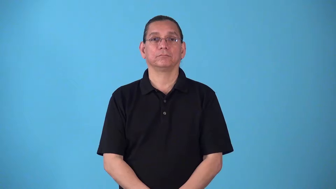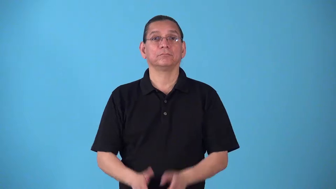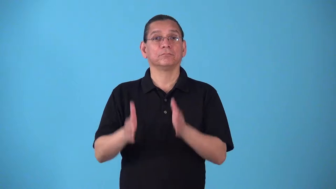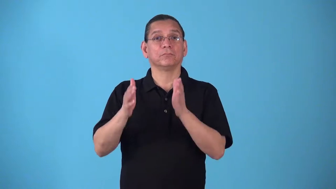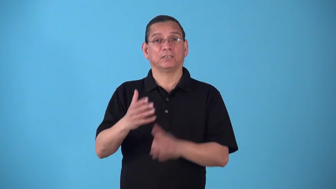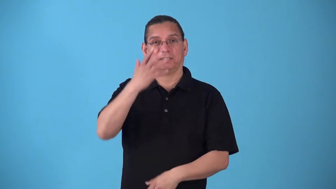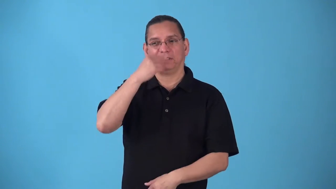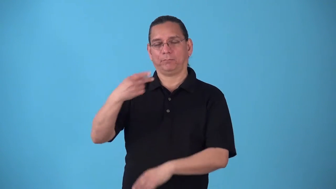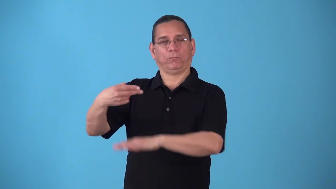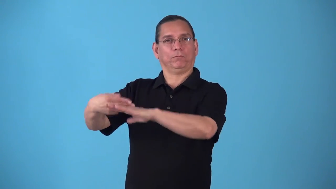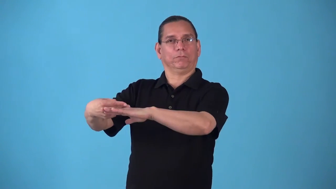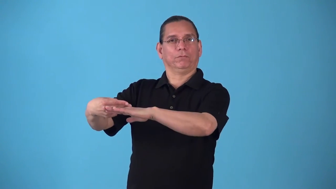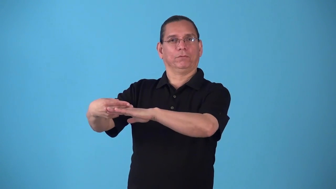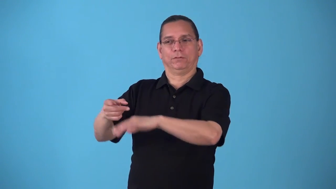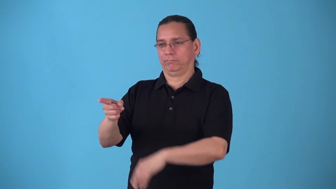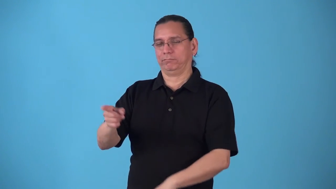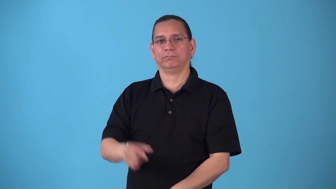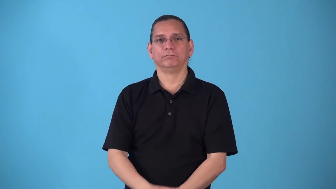sleeper-person asleep